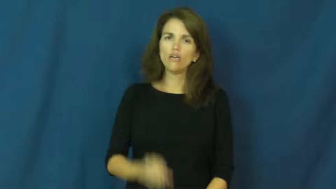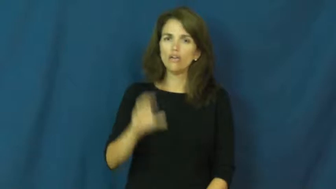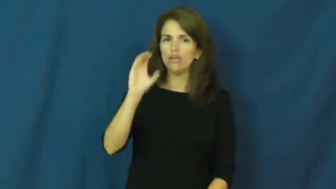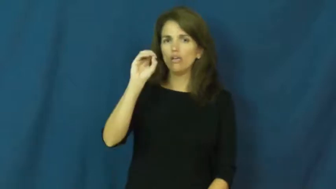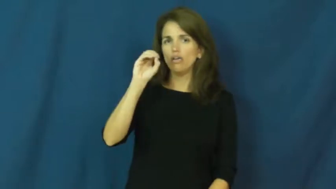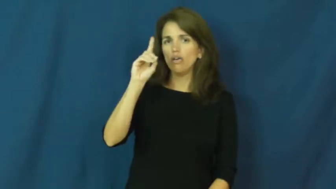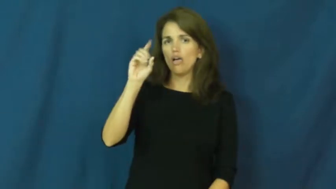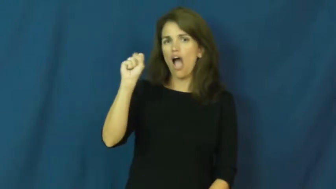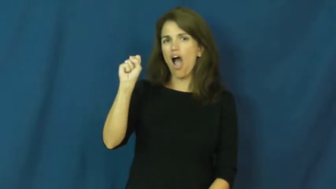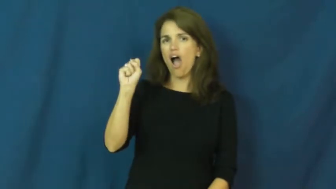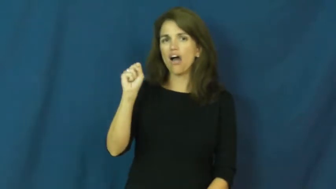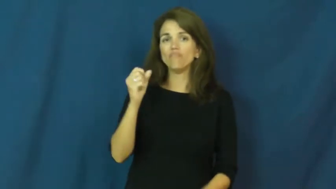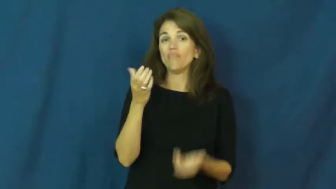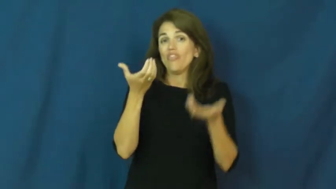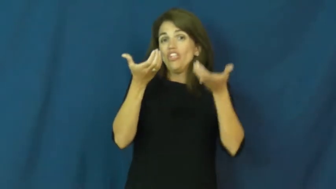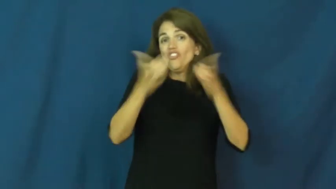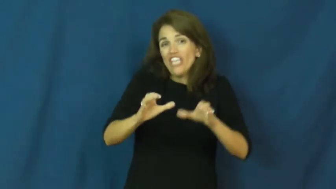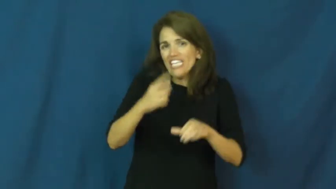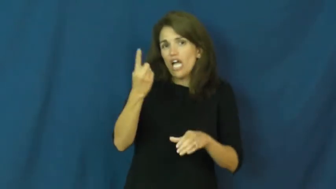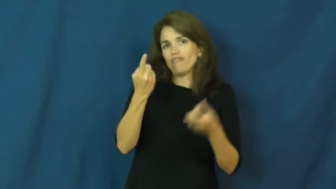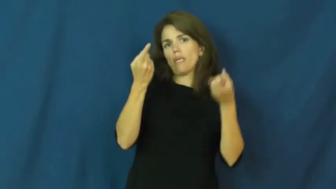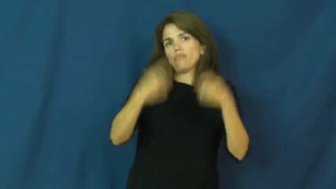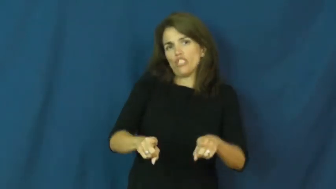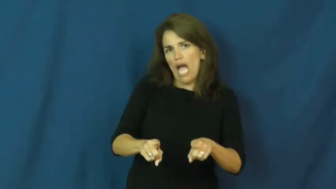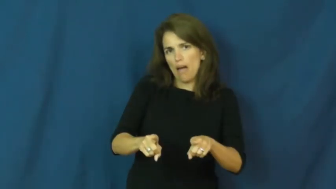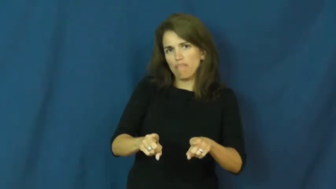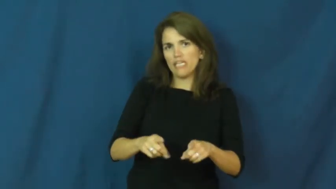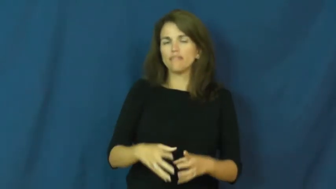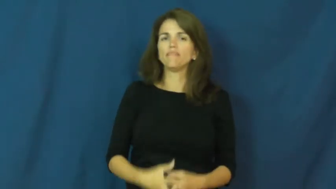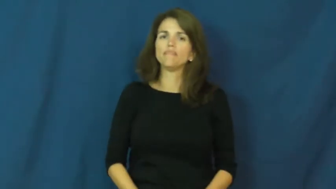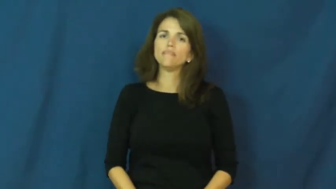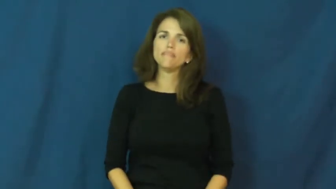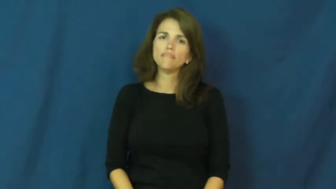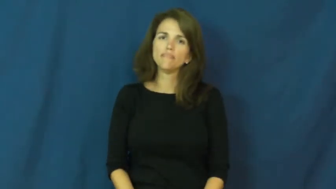odds